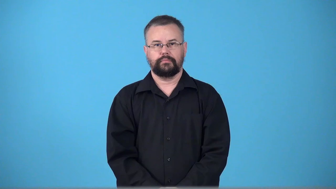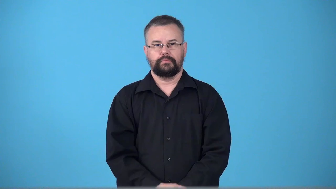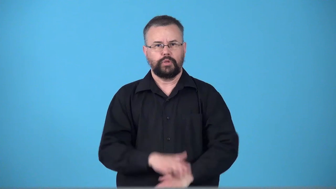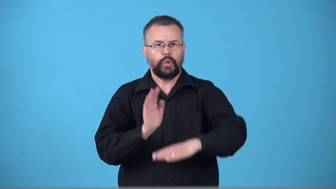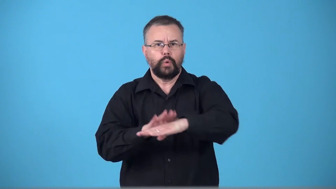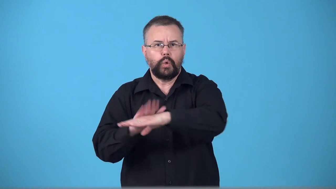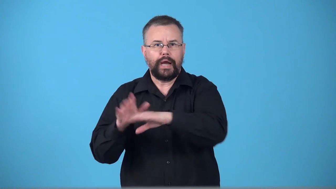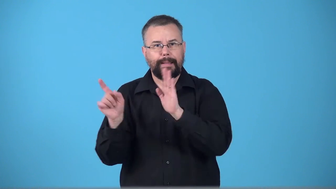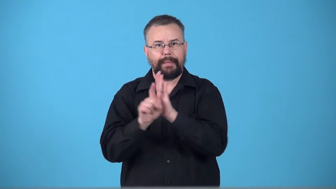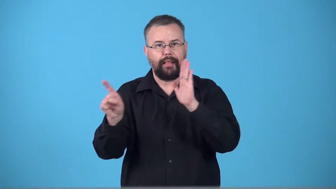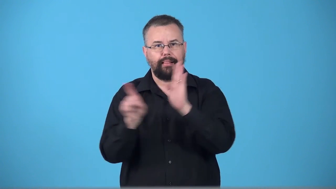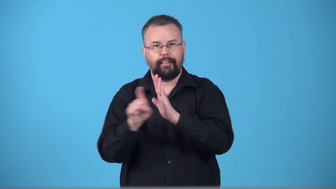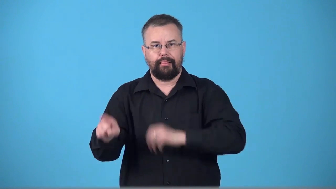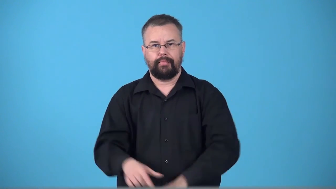tocsin